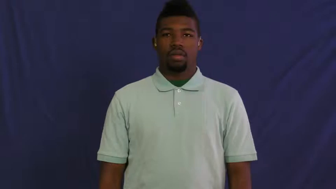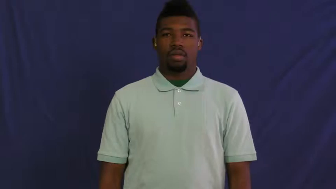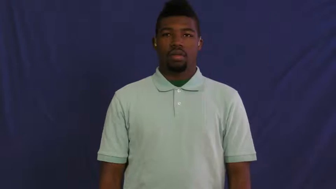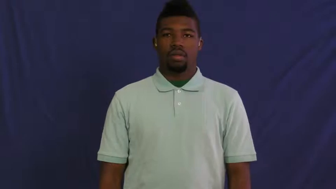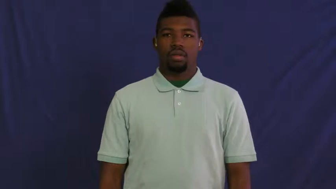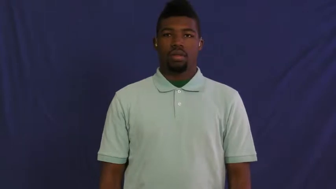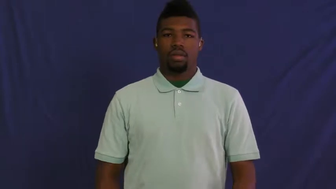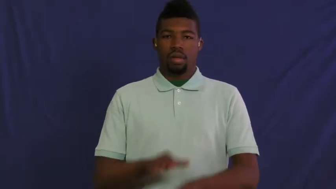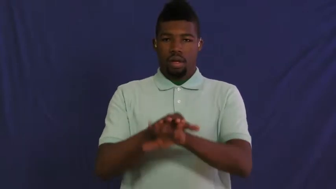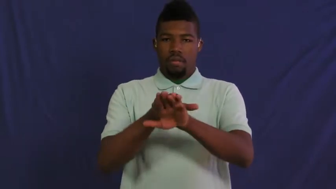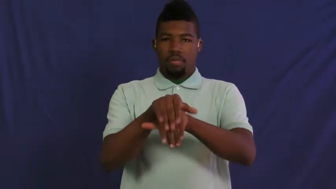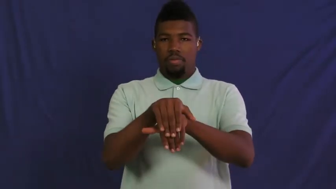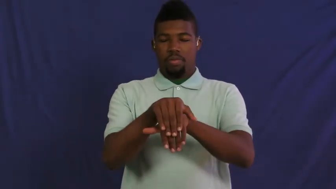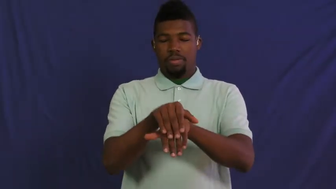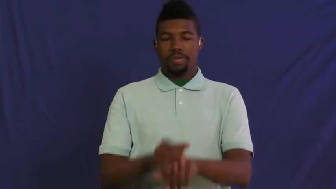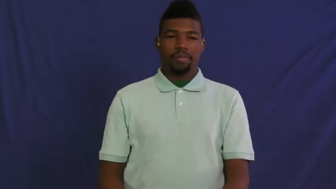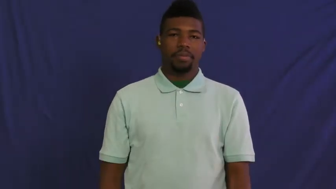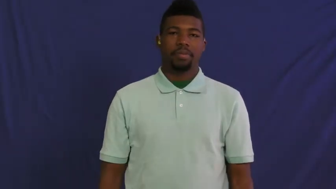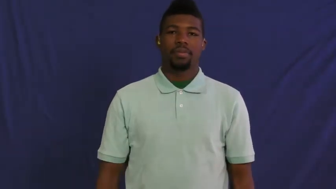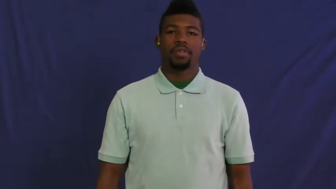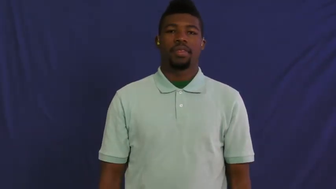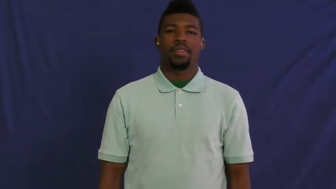hypocrite,dissembler,pharisaic,two-faced